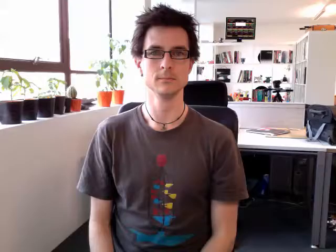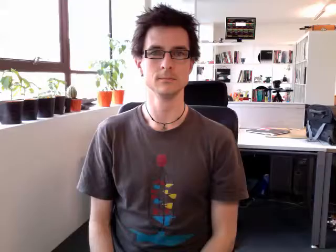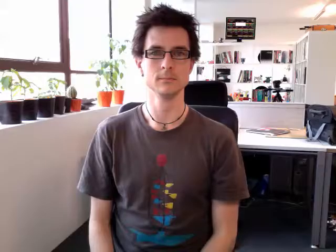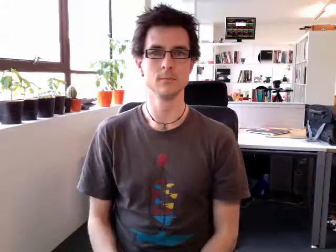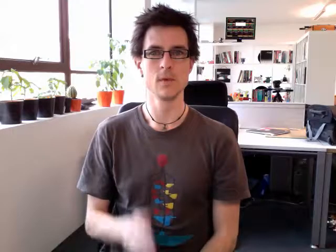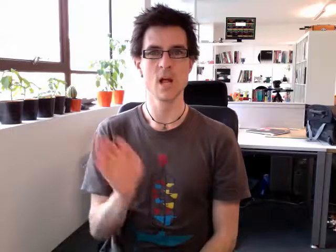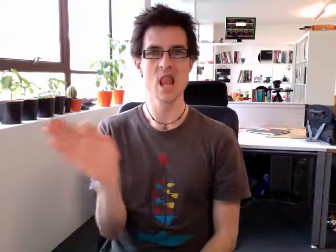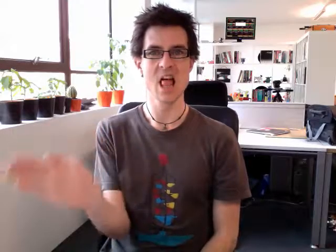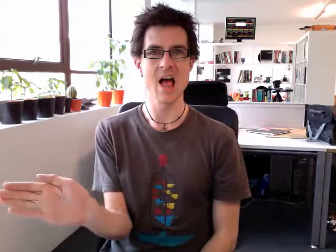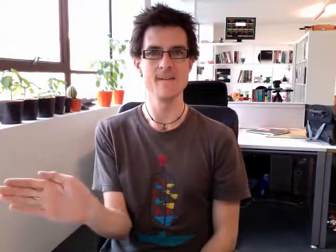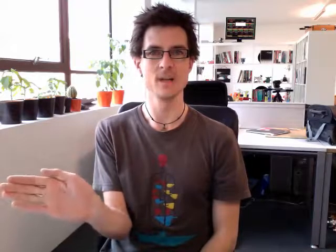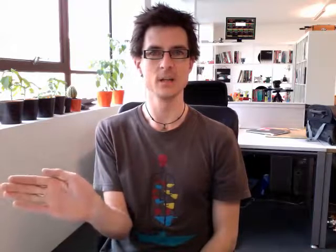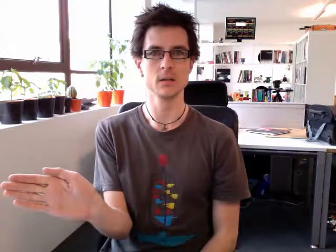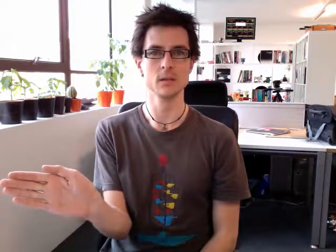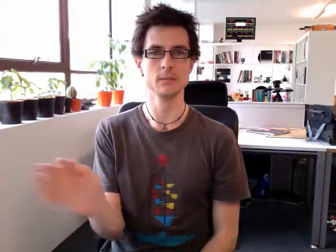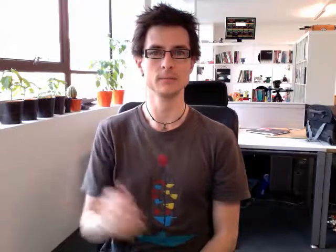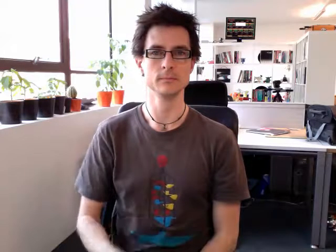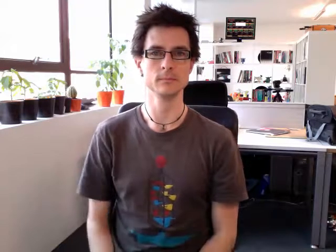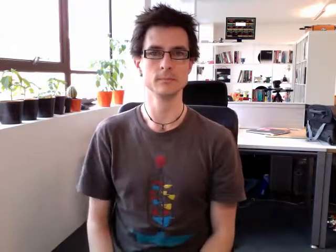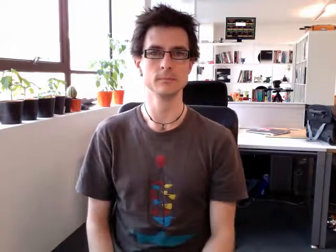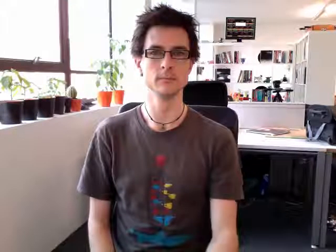left